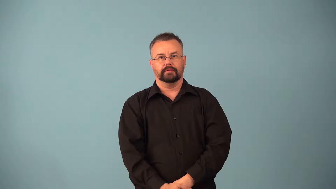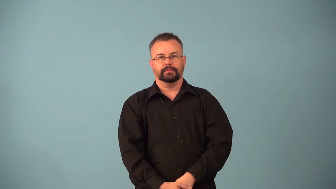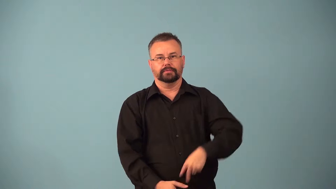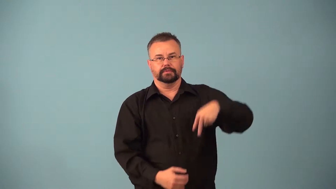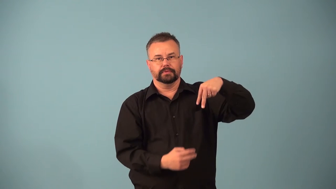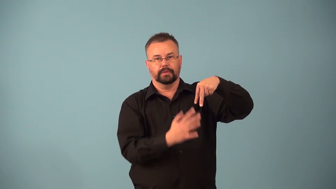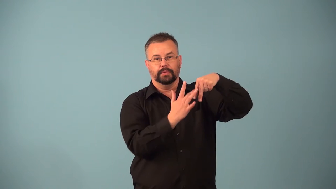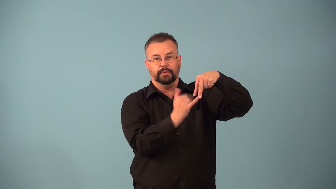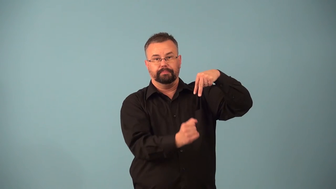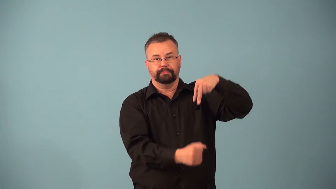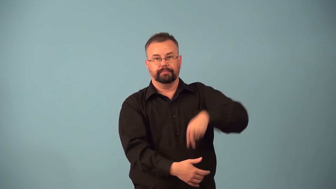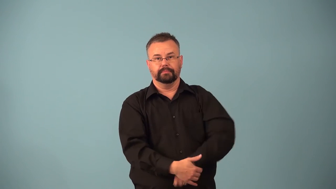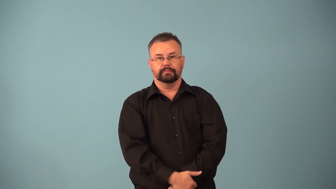barelegged